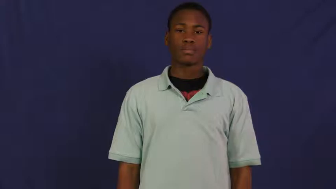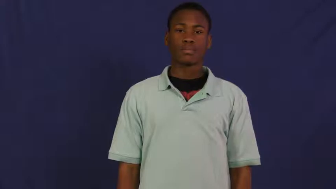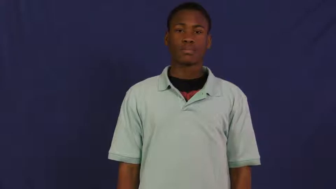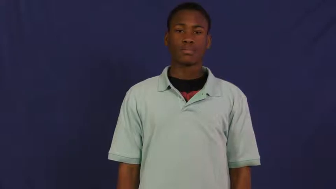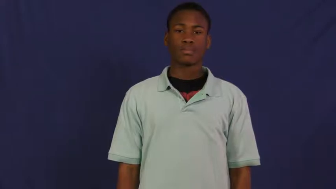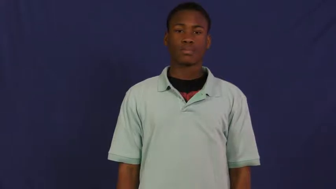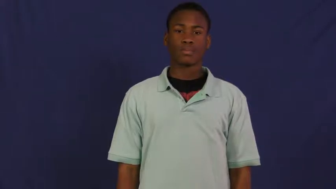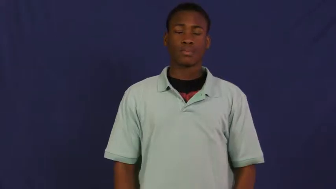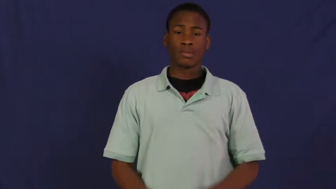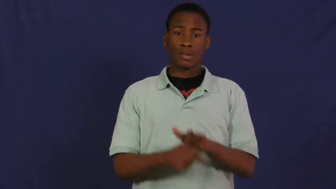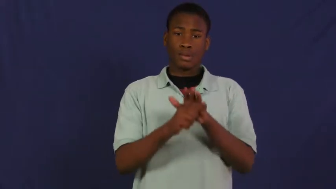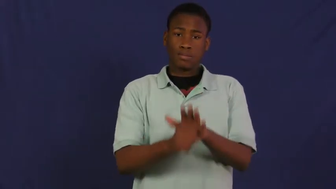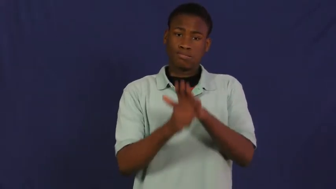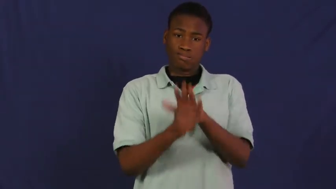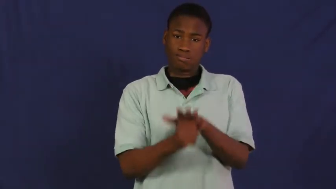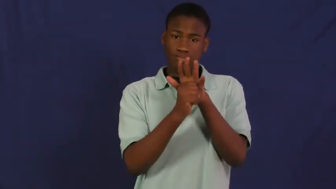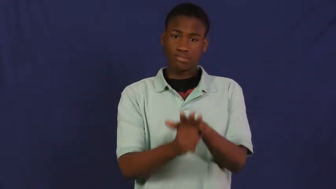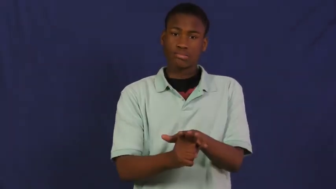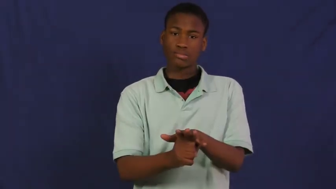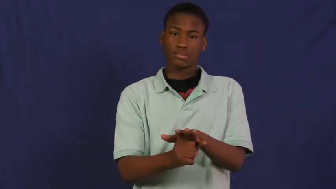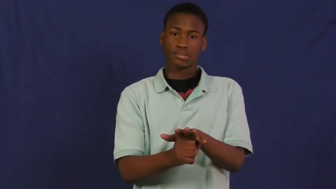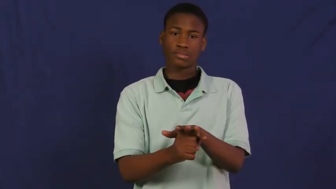stress,distress,tax